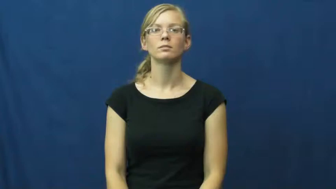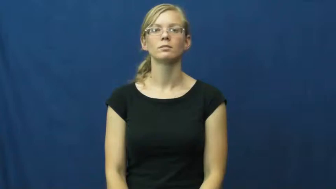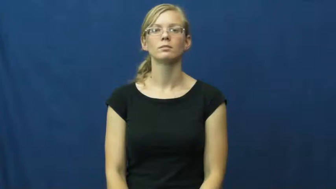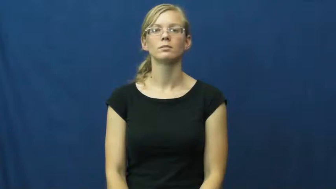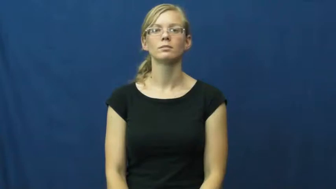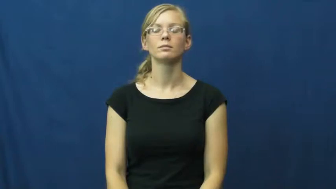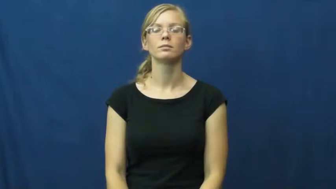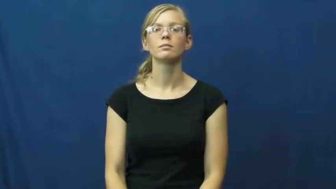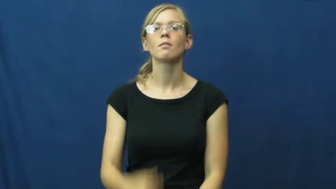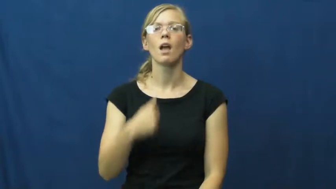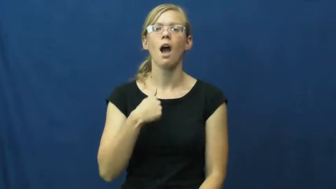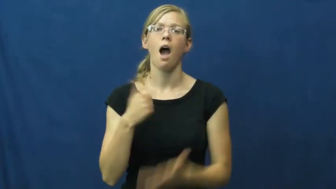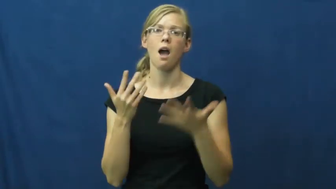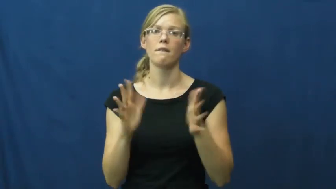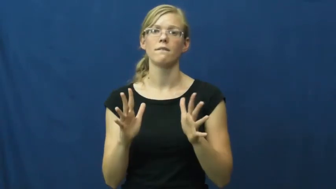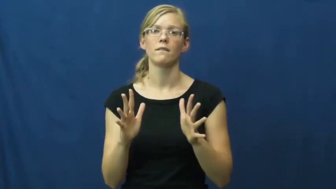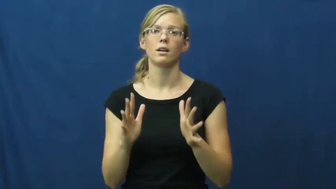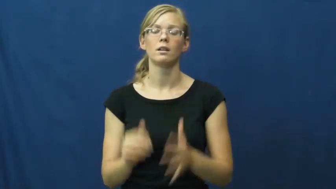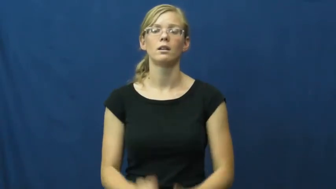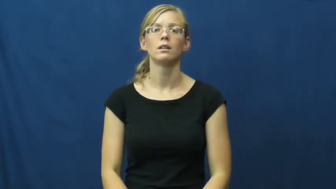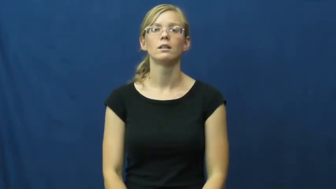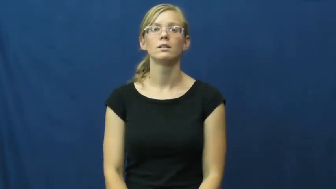I've